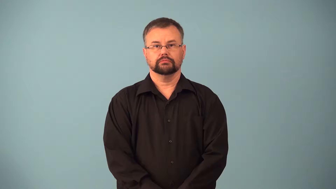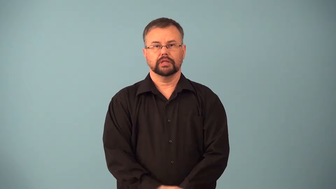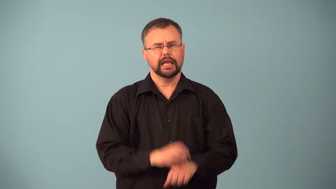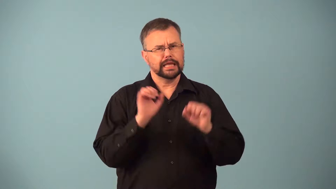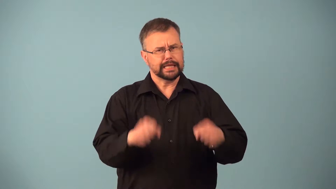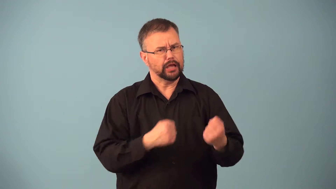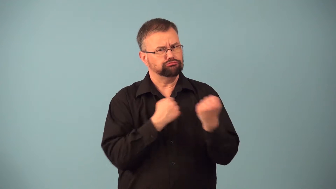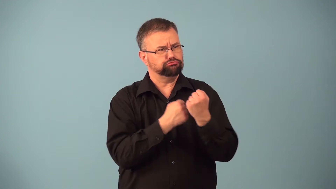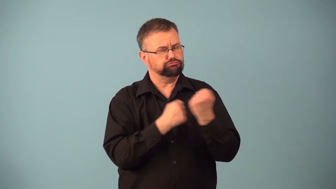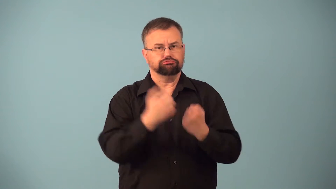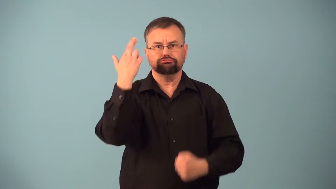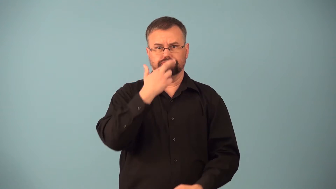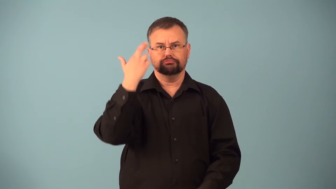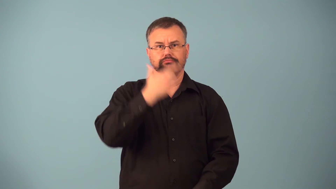justifiable,justify